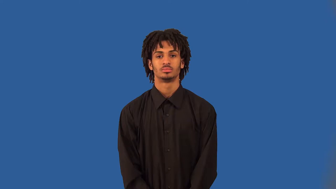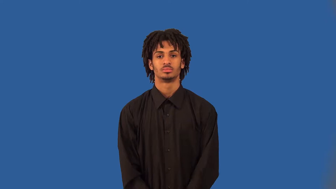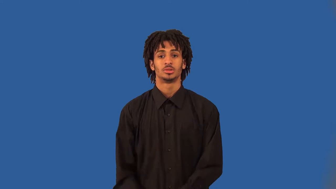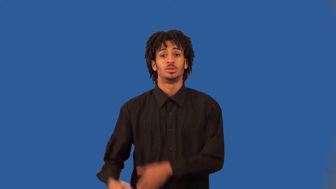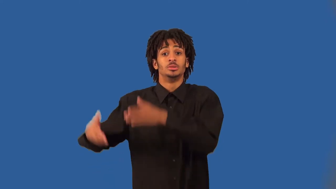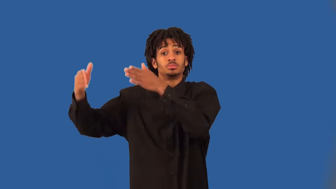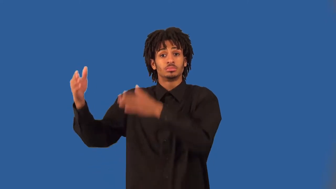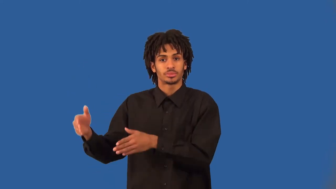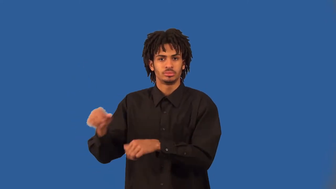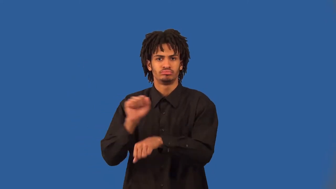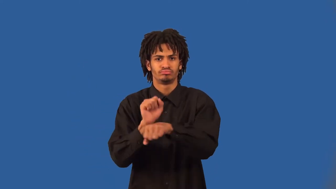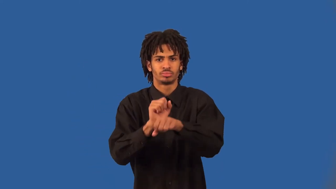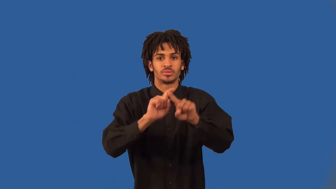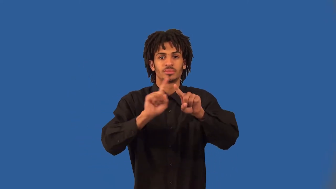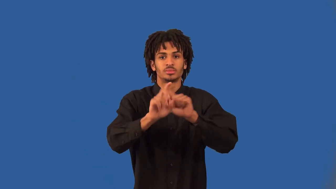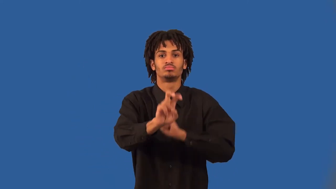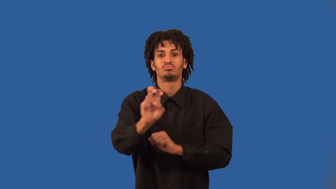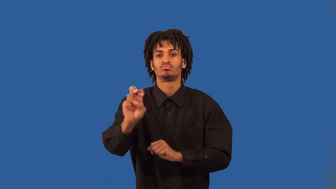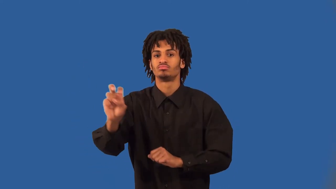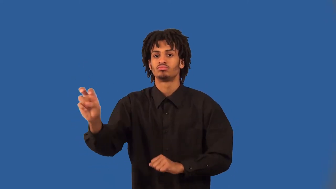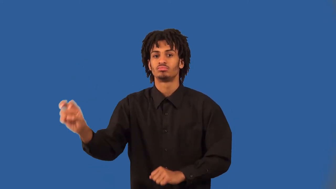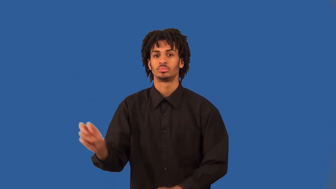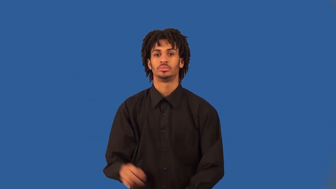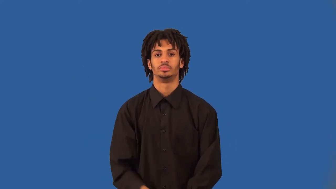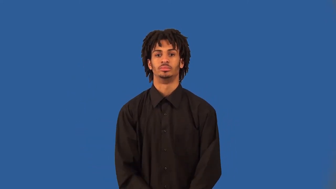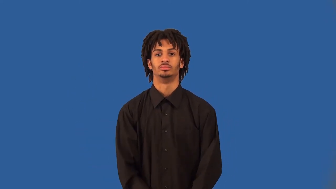freelancer